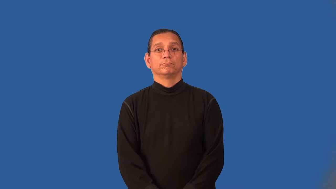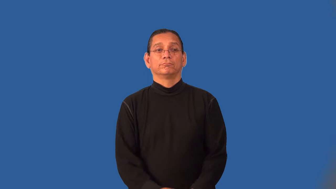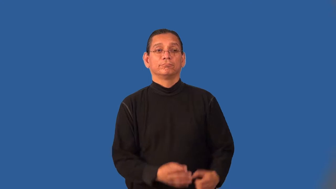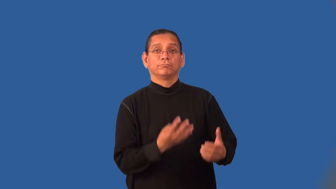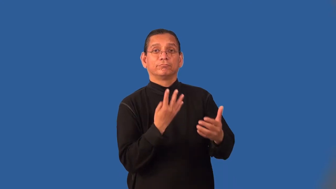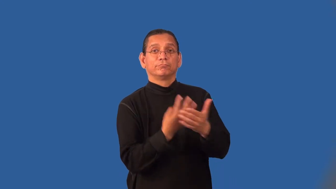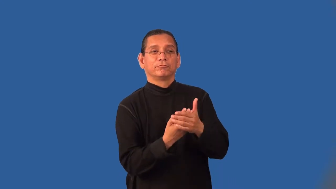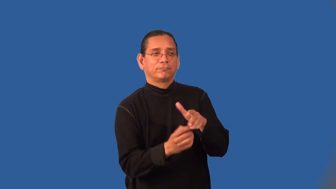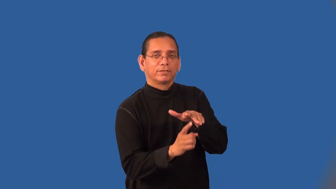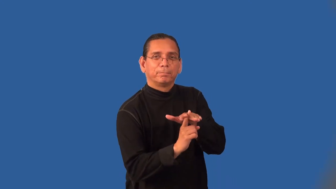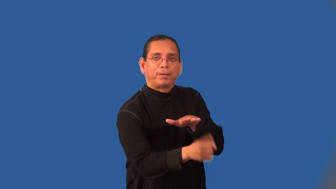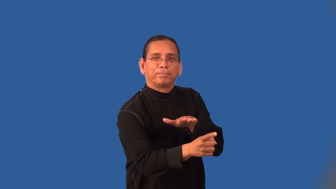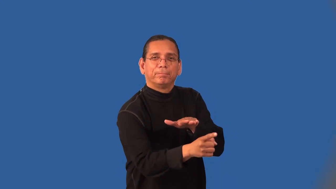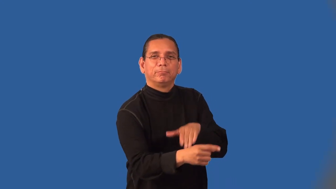jailbreak